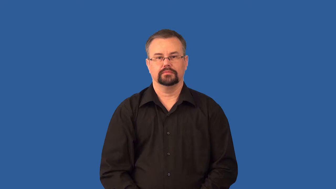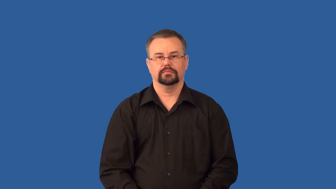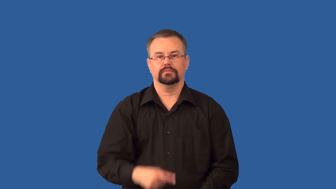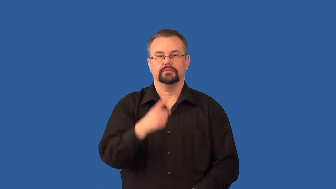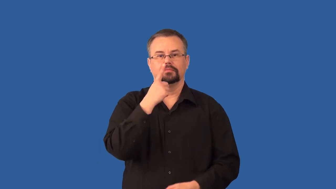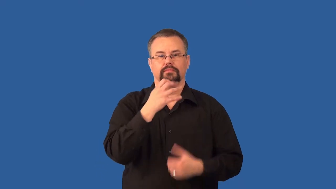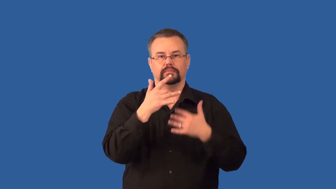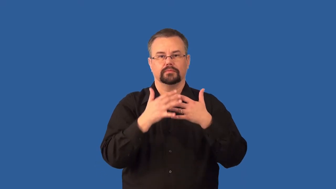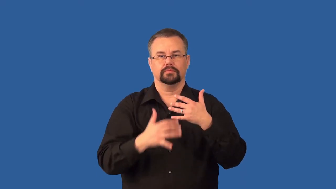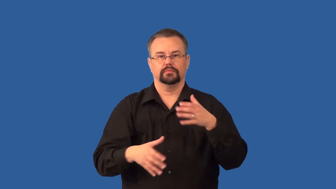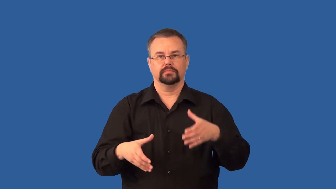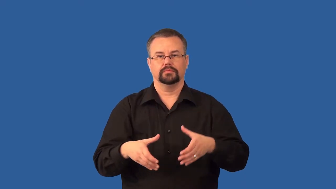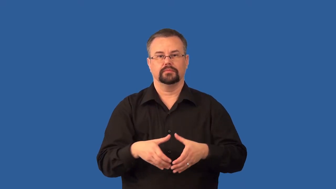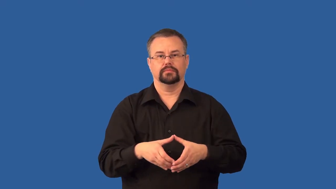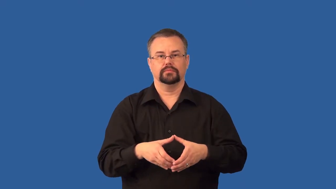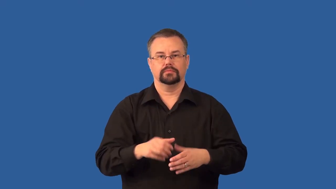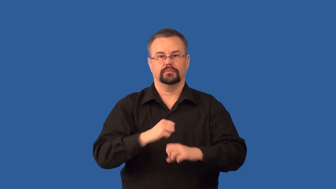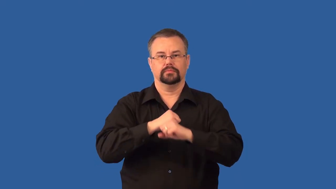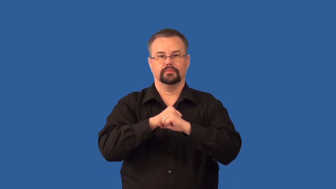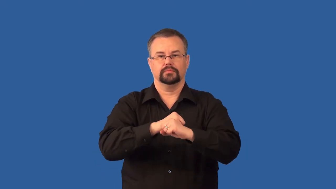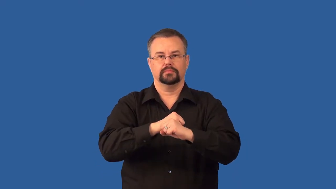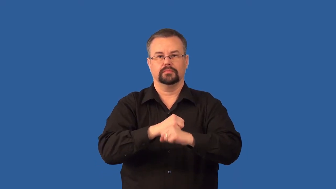platelet